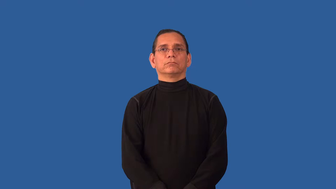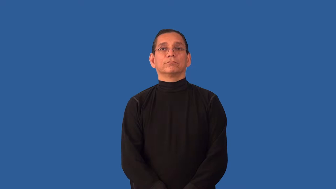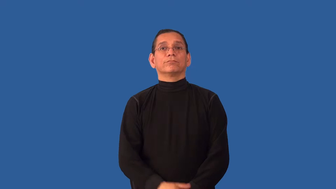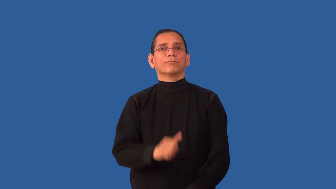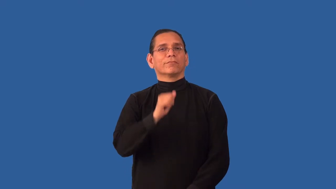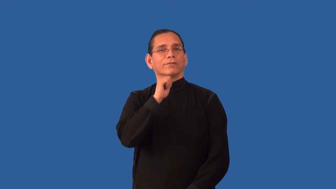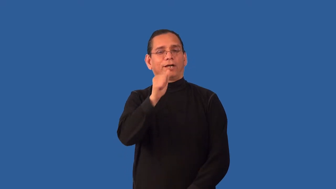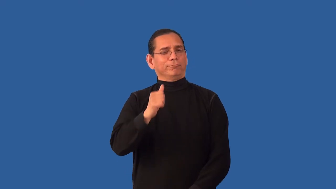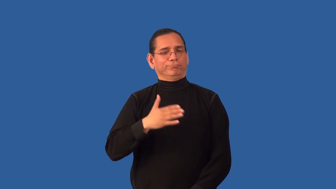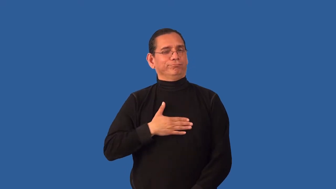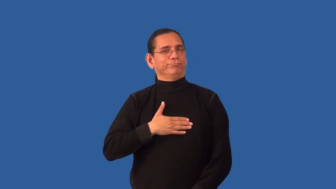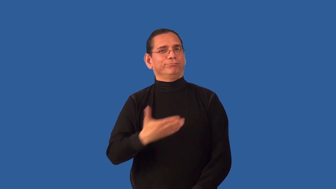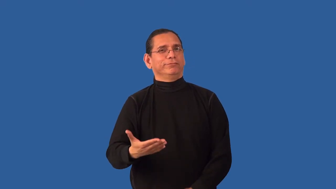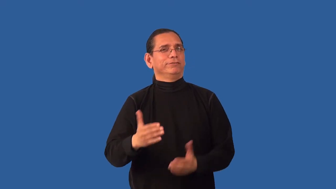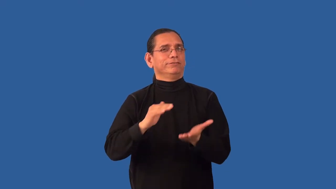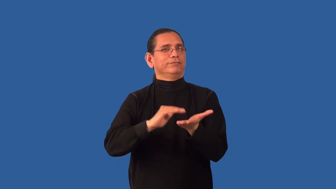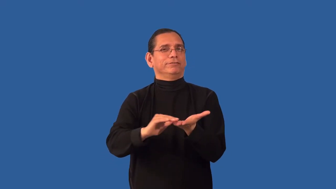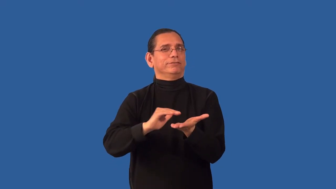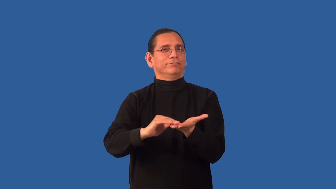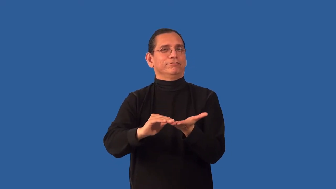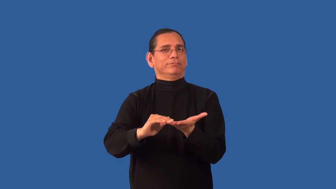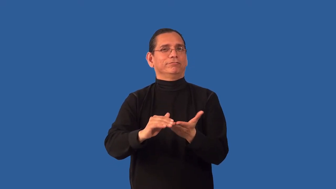unforgiving